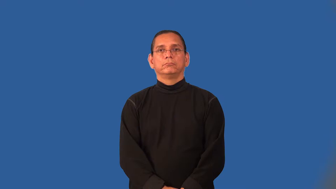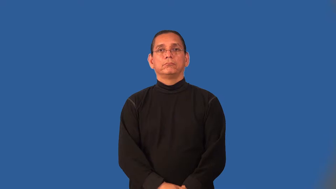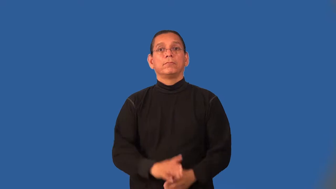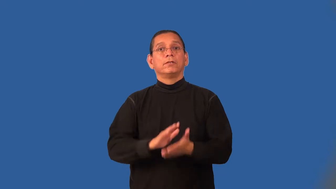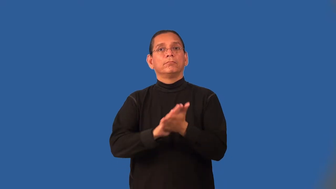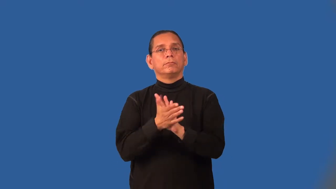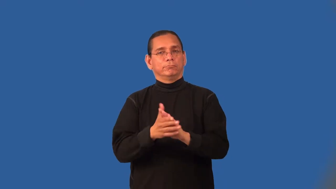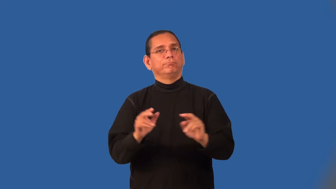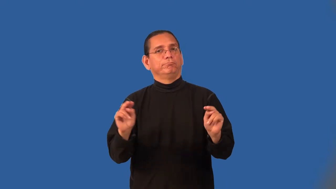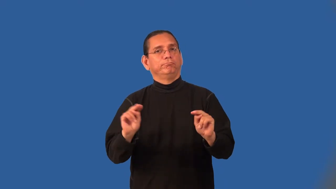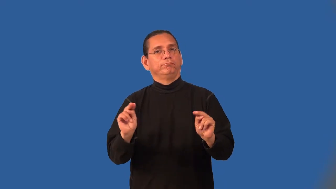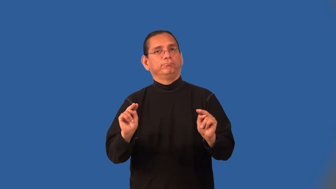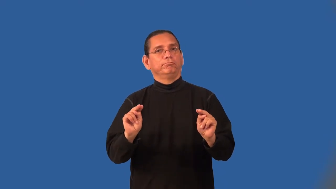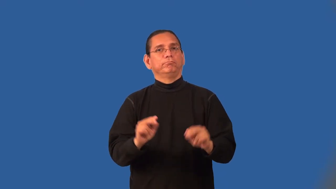neutralize